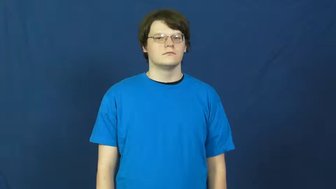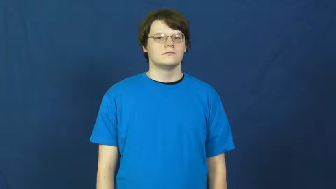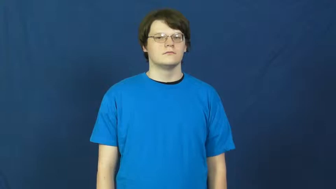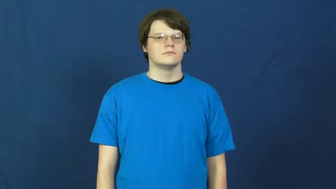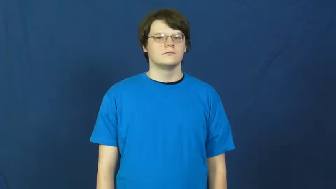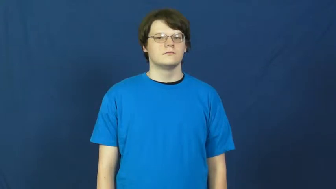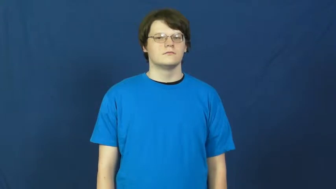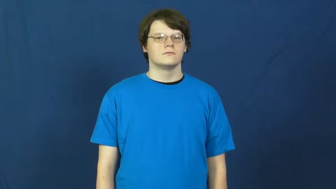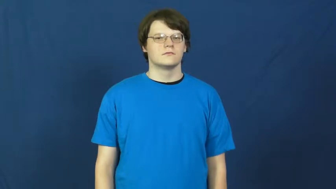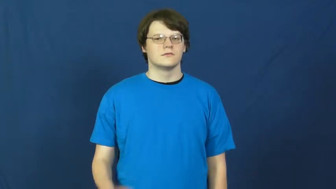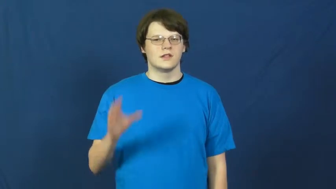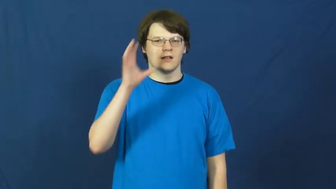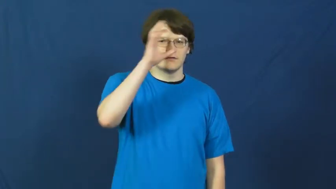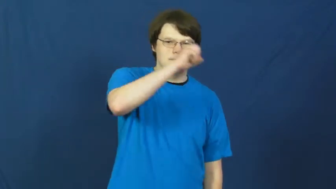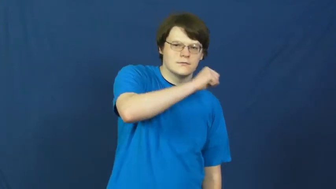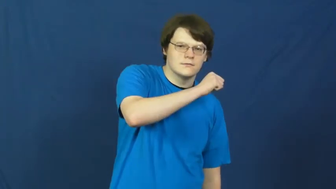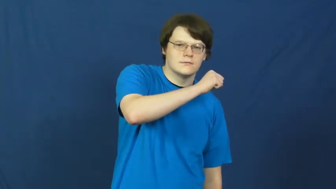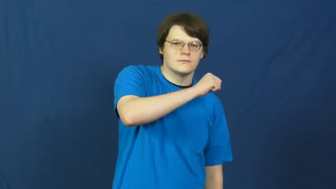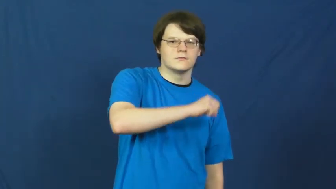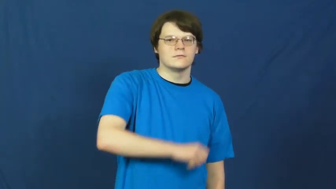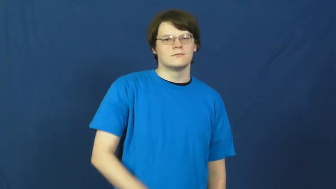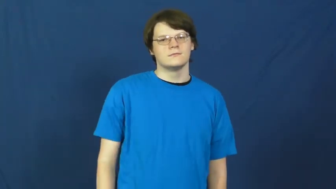read in,read into-assume